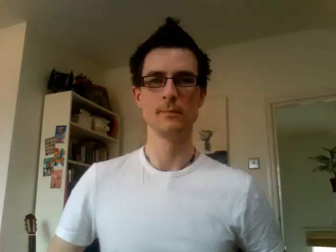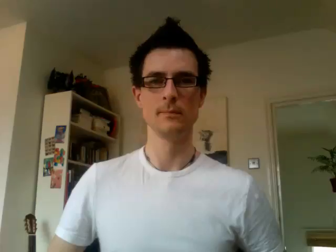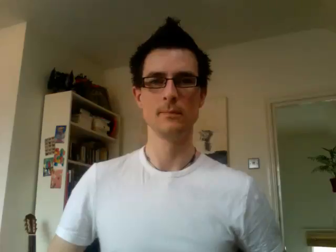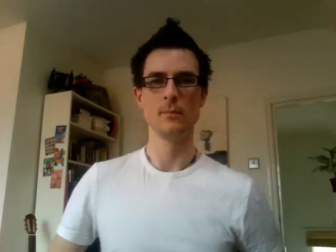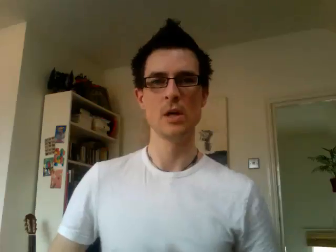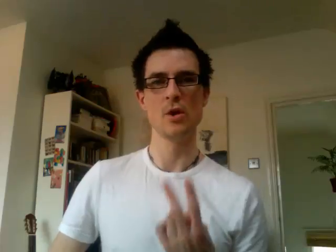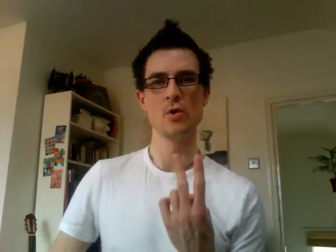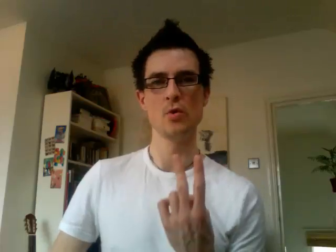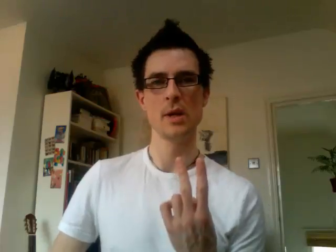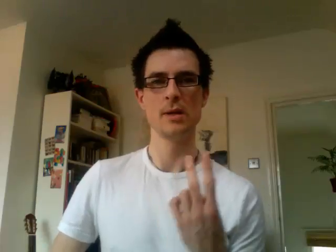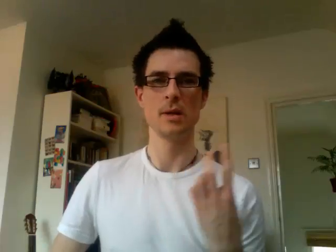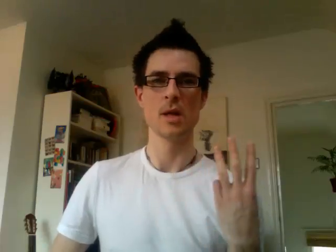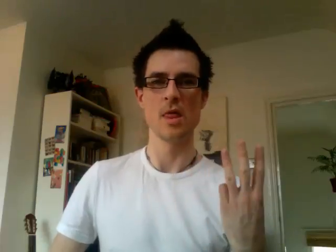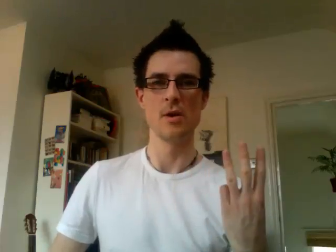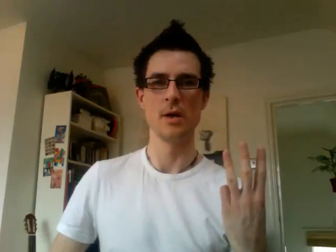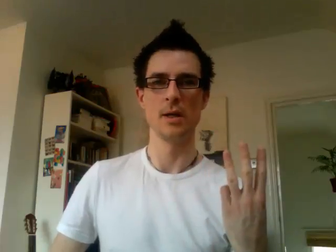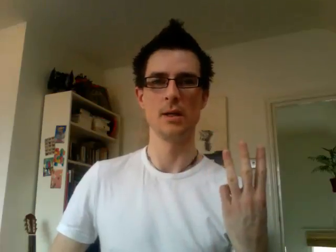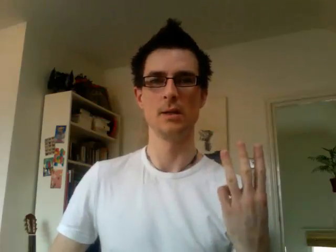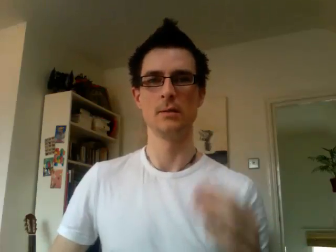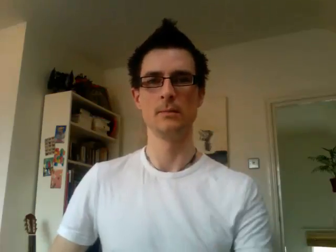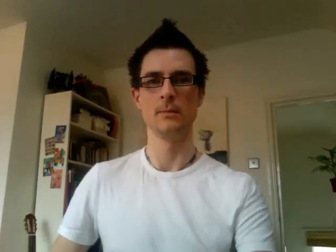23